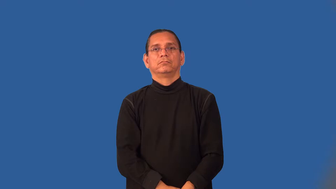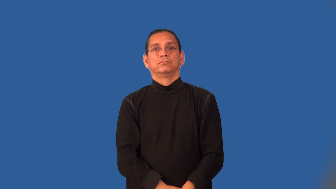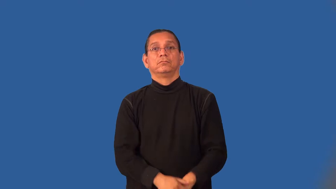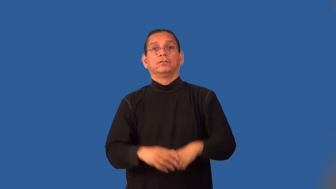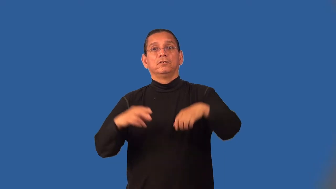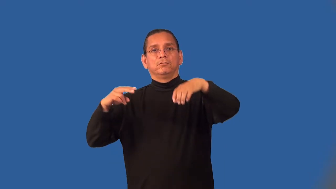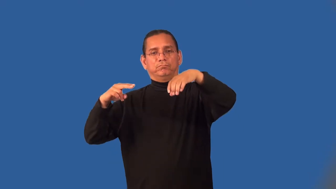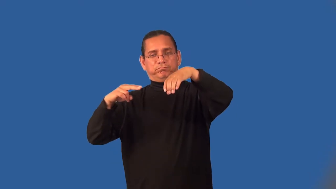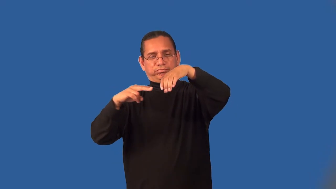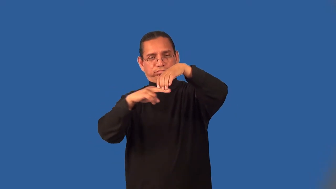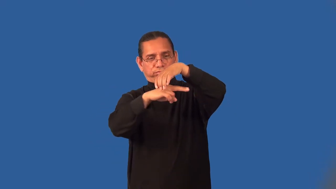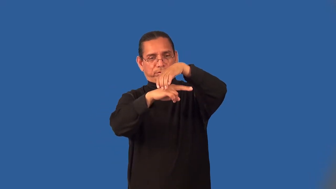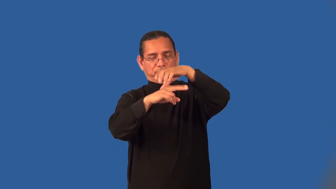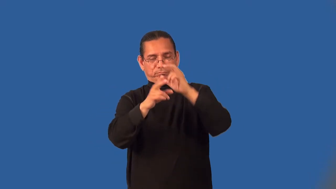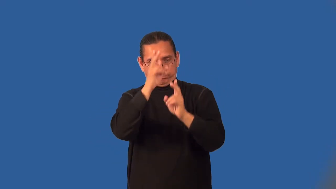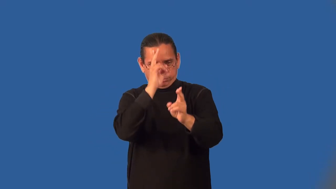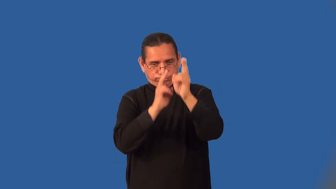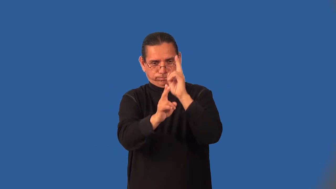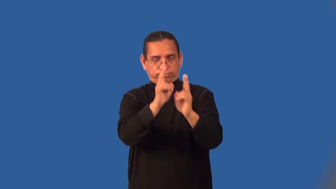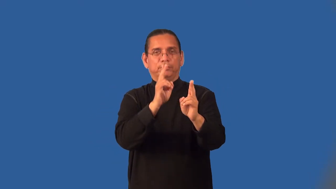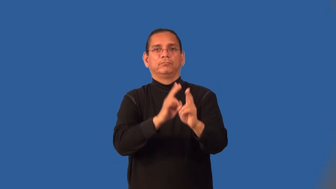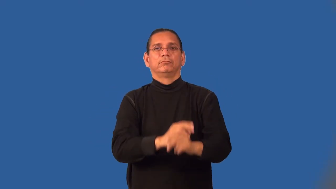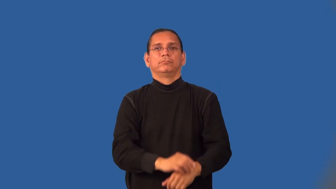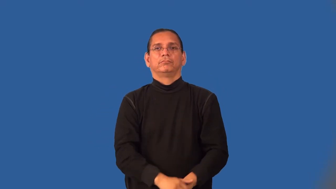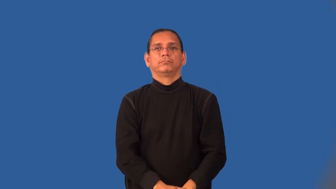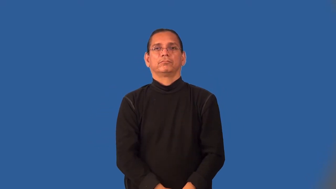mausoleum